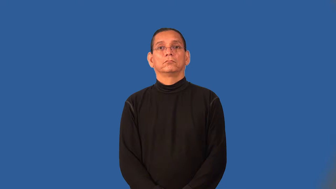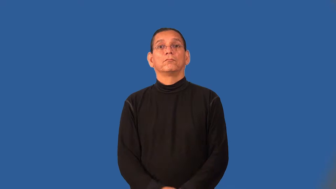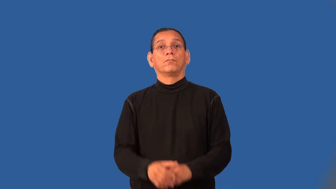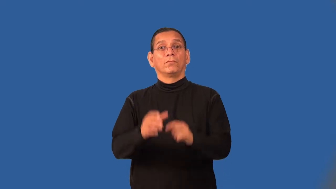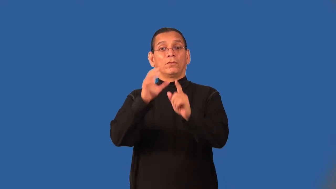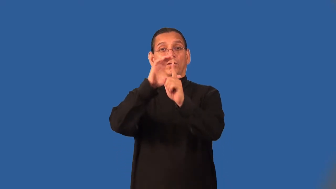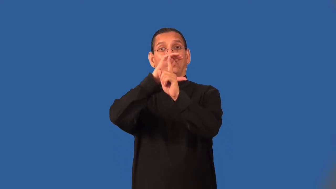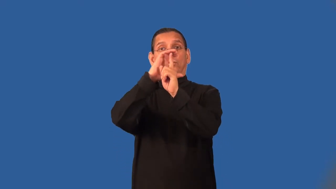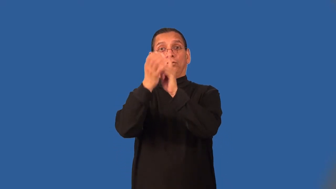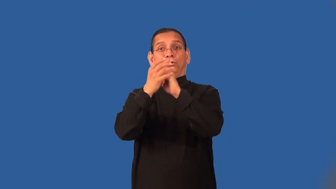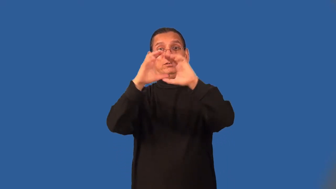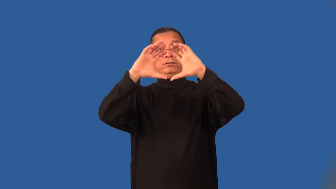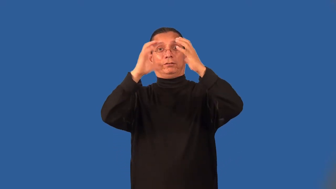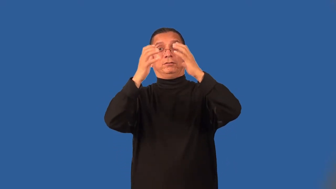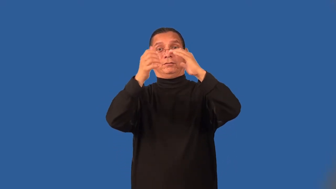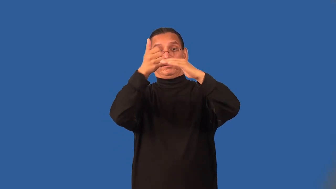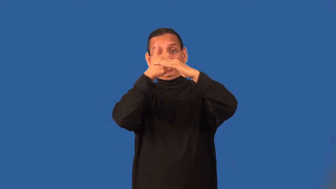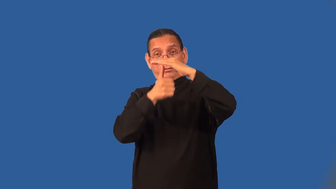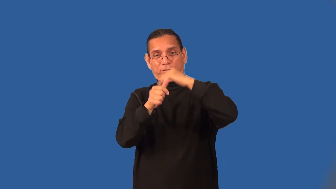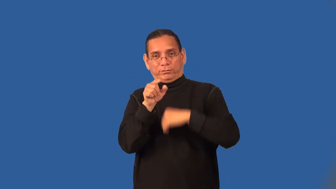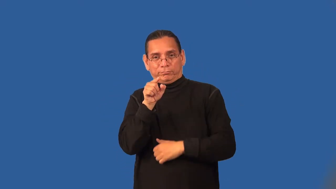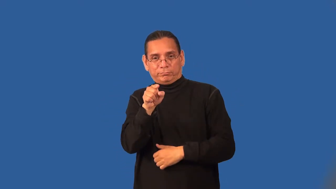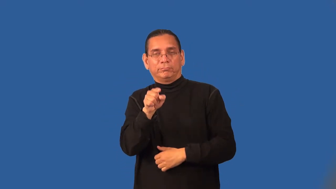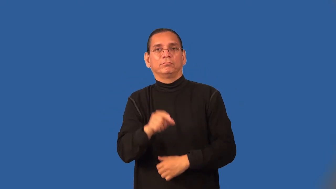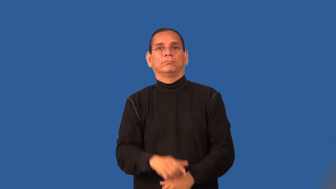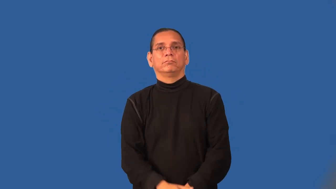subculture